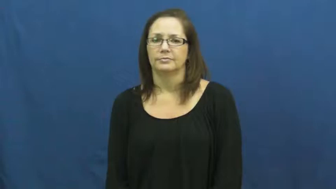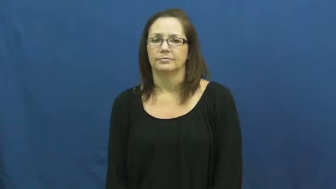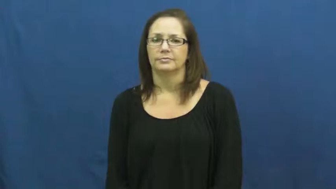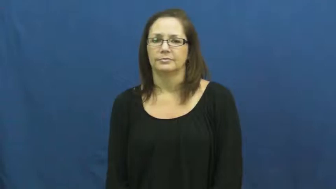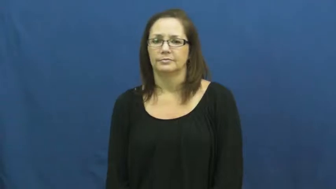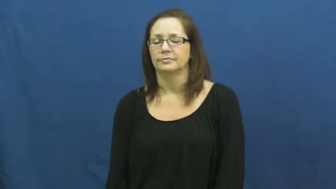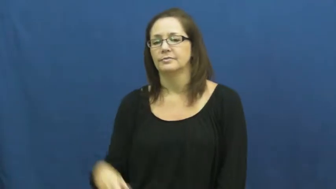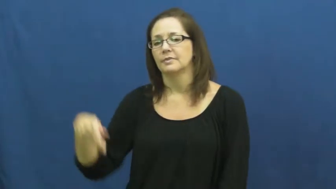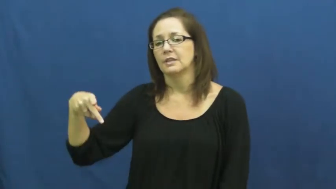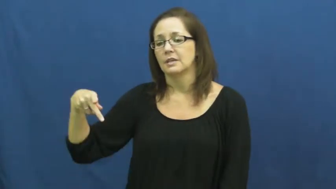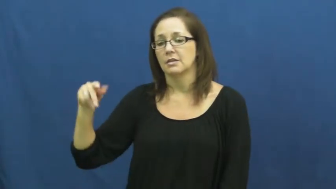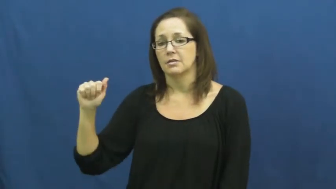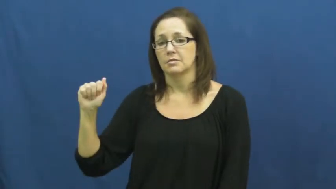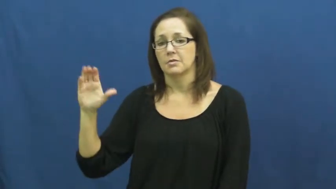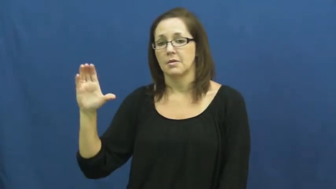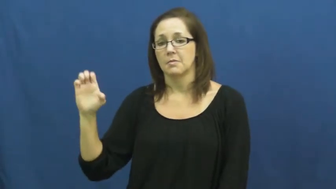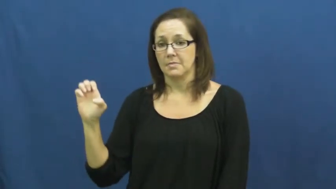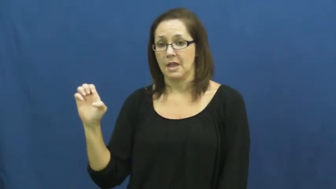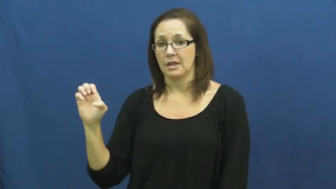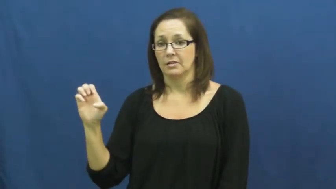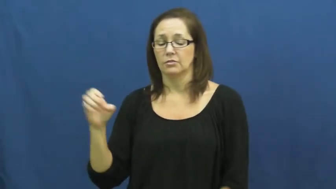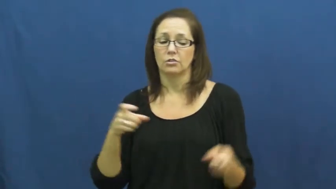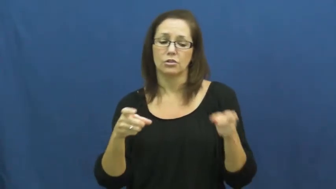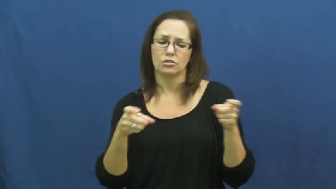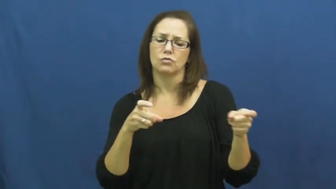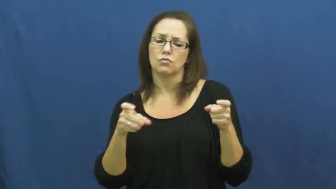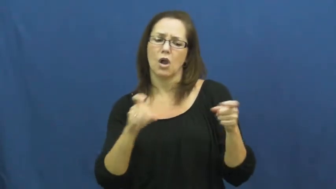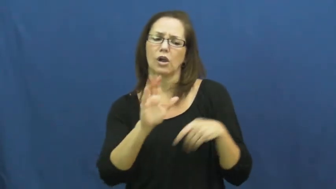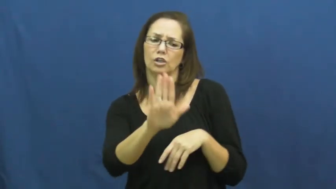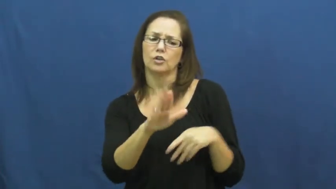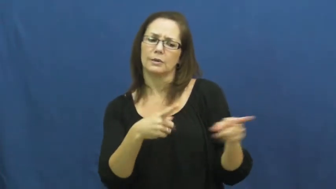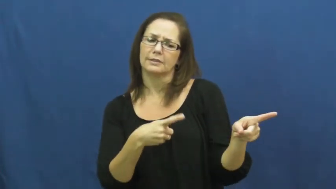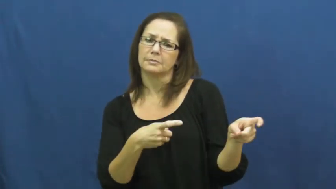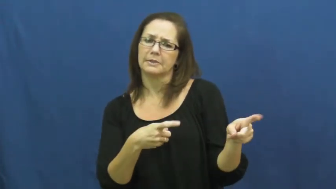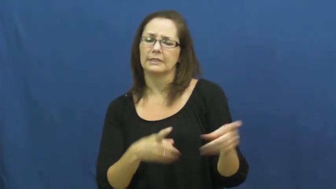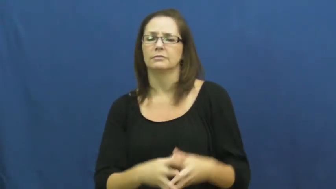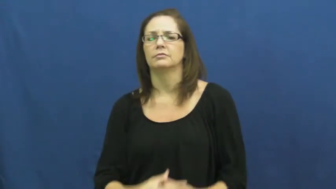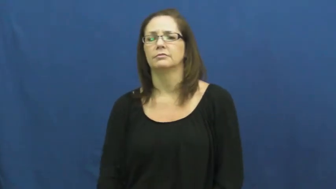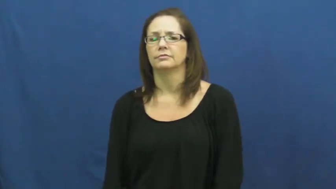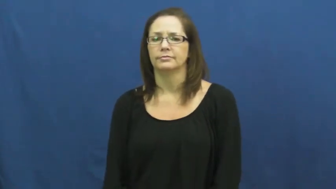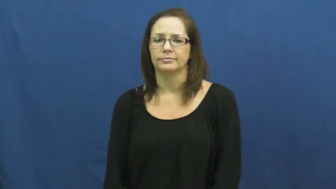pace-speed